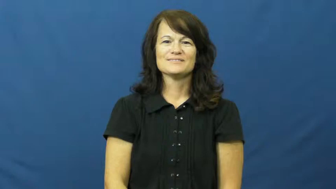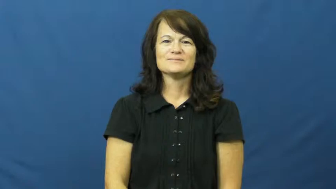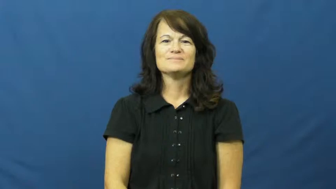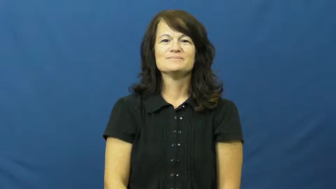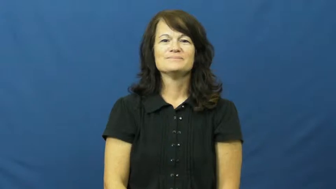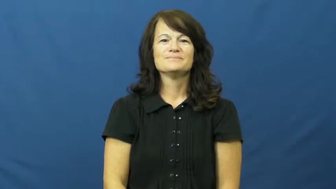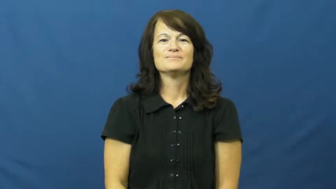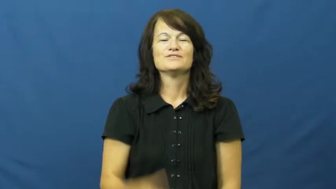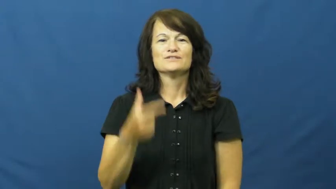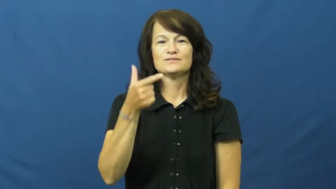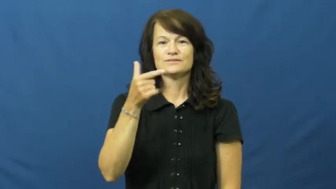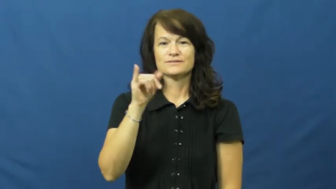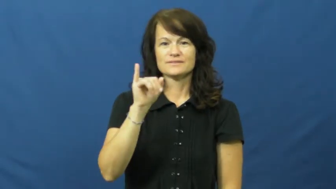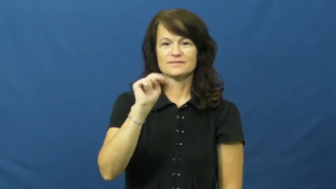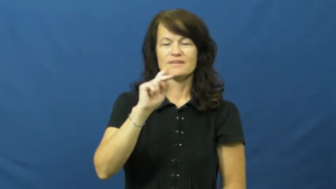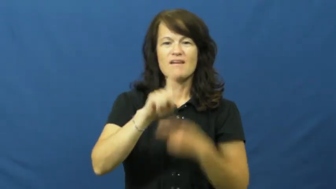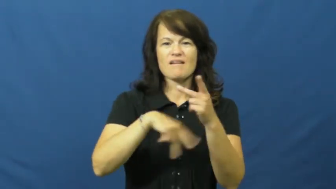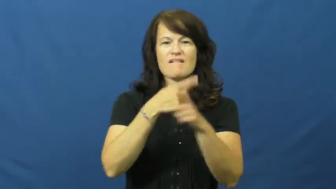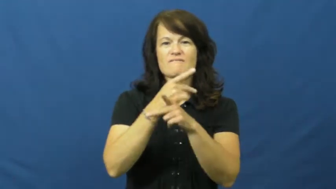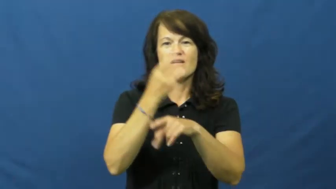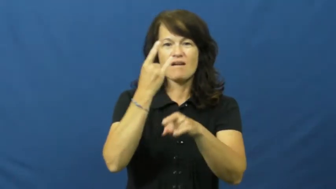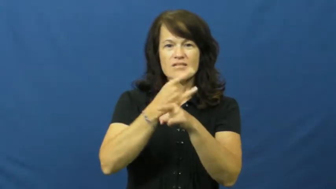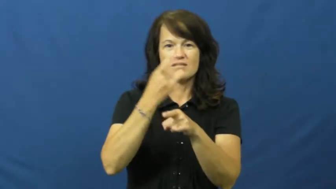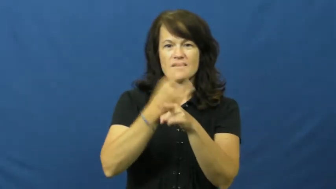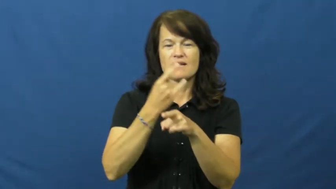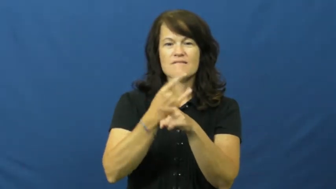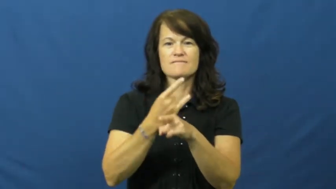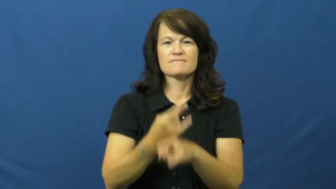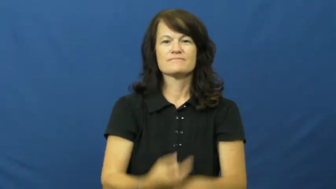gin-alcohol